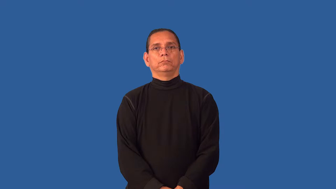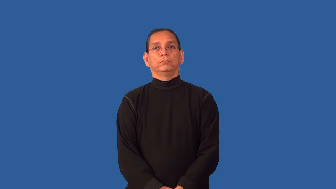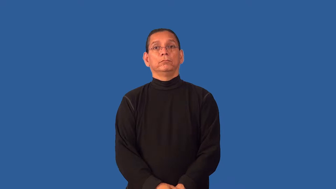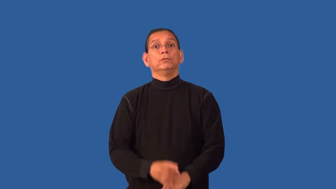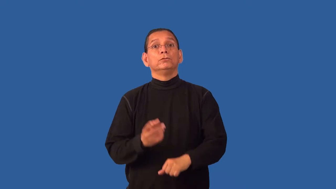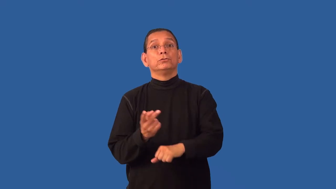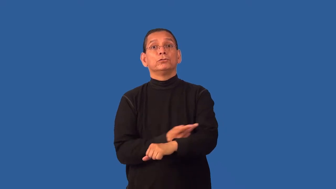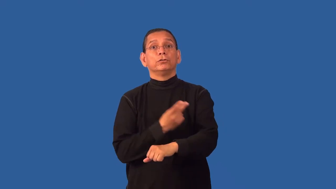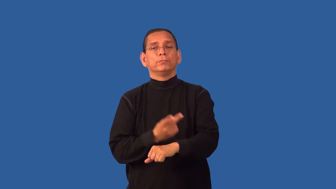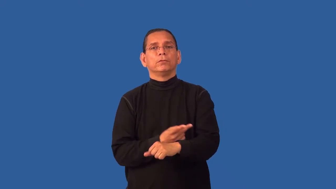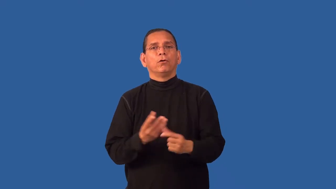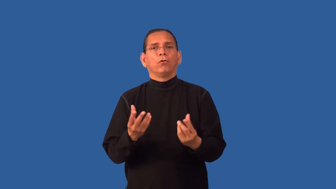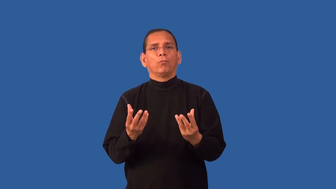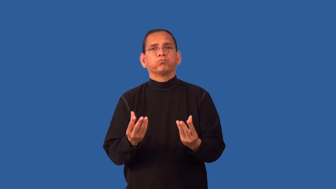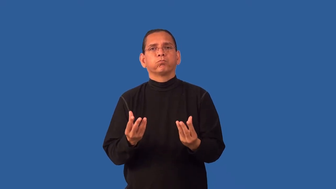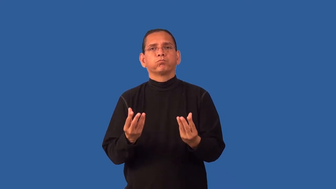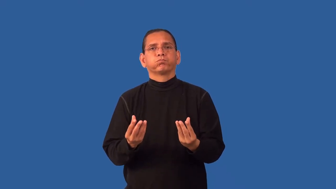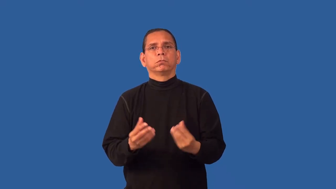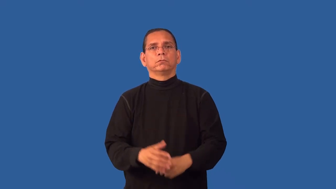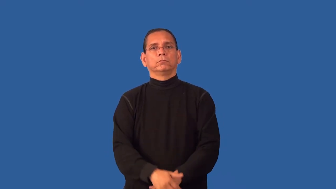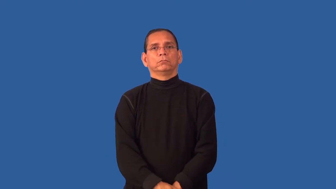fleece-wool